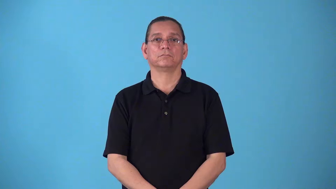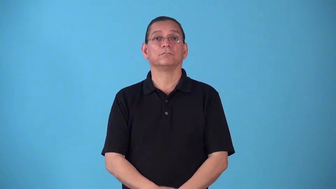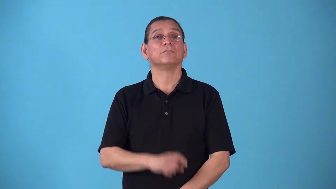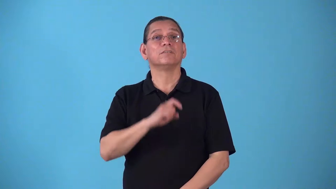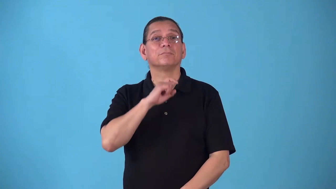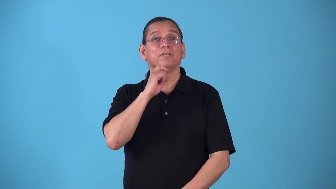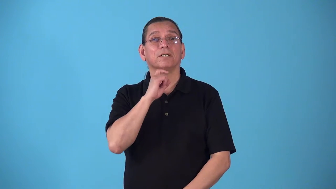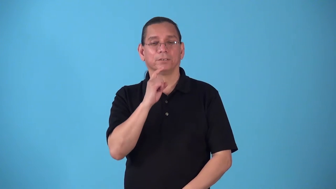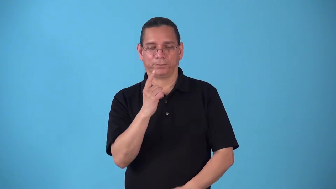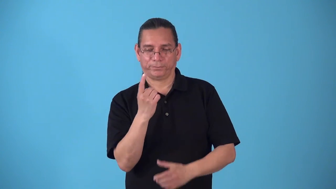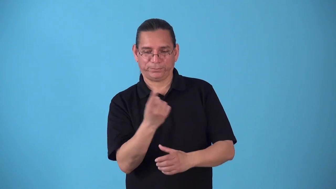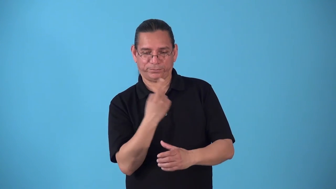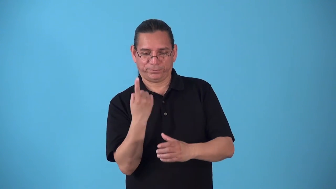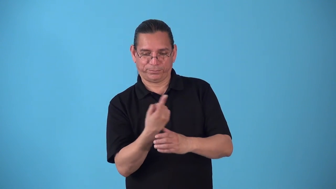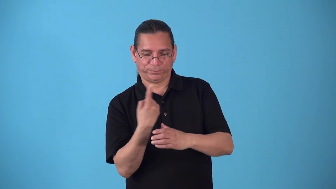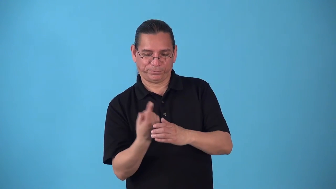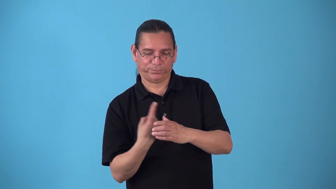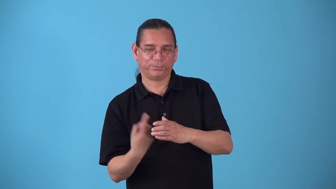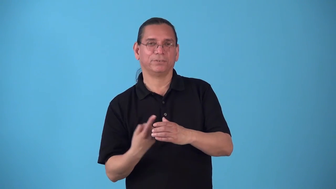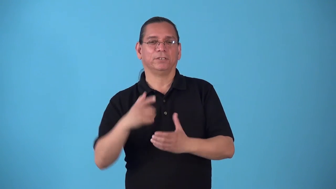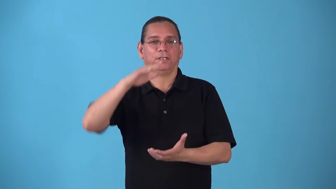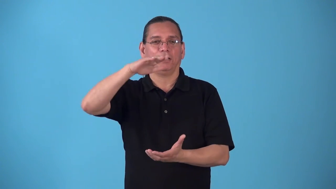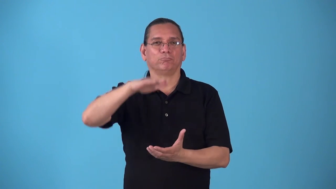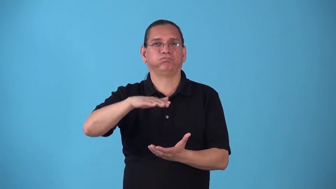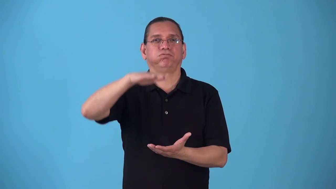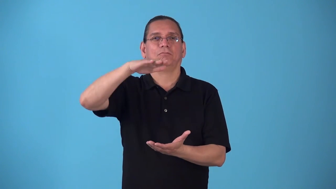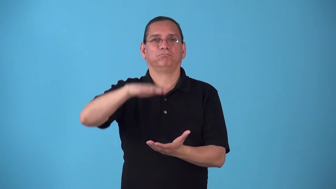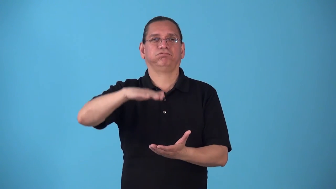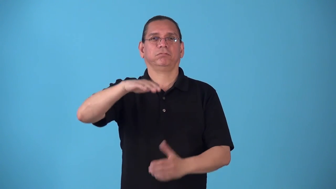springlike,springy-metal spring